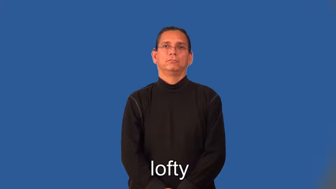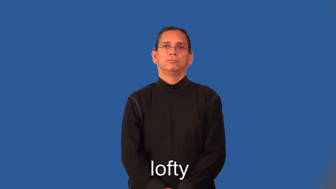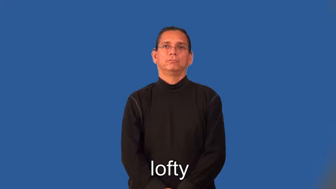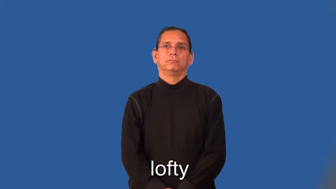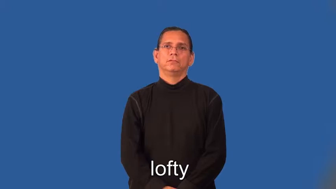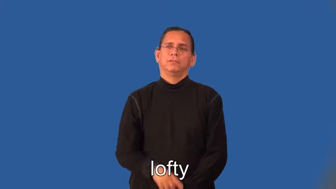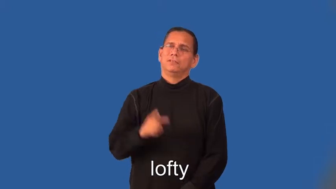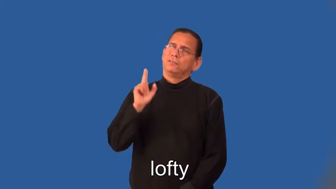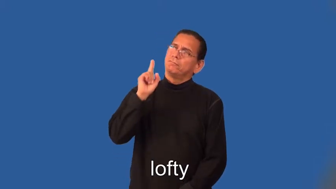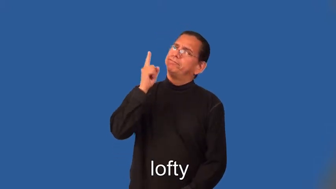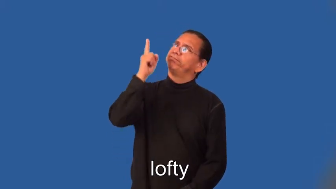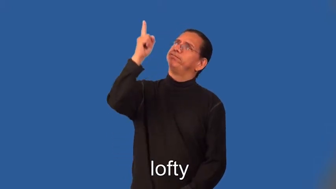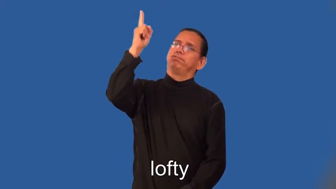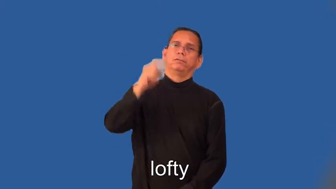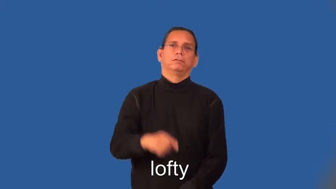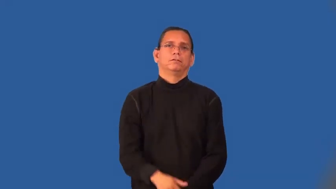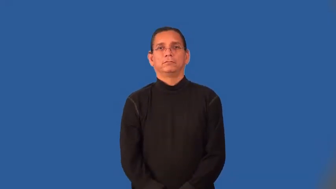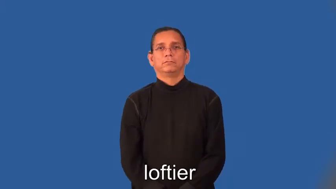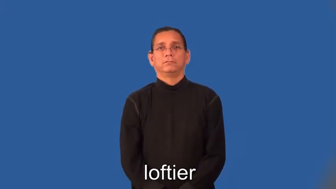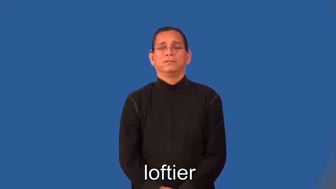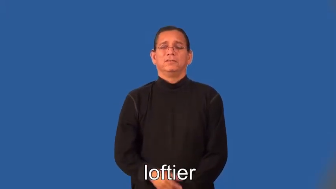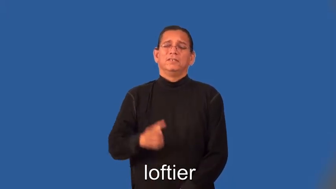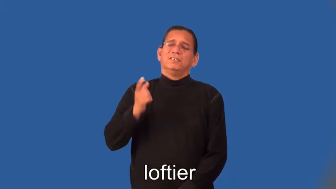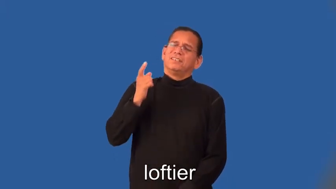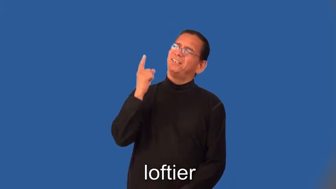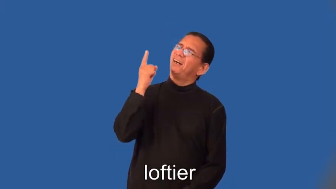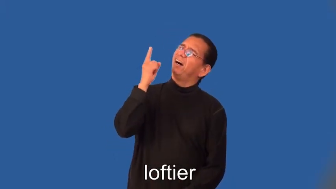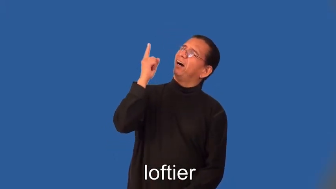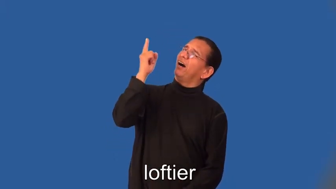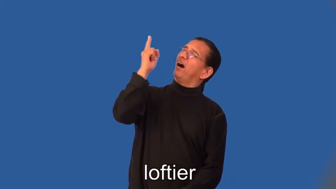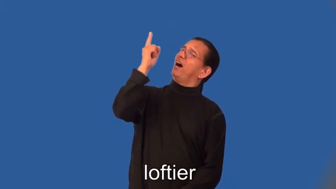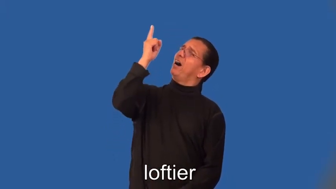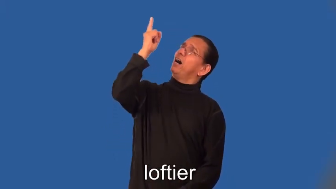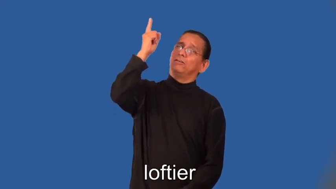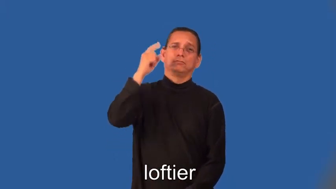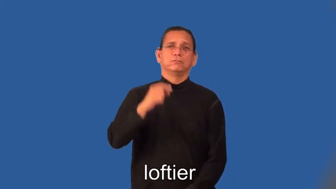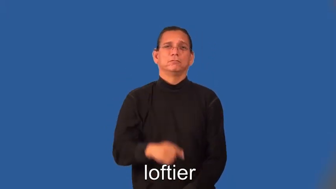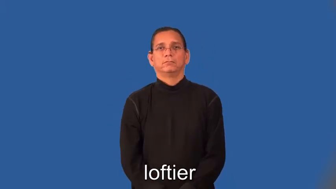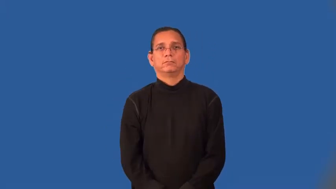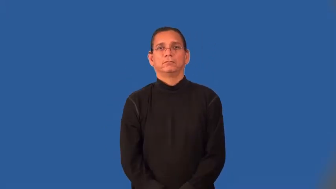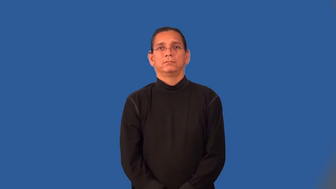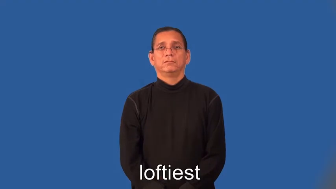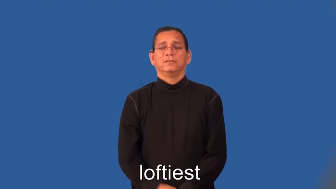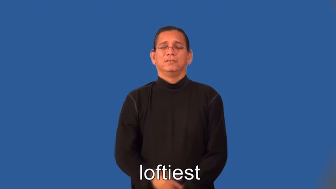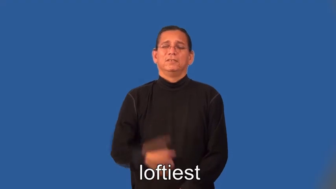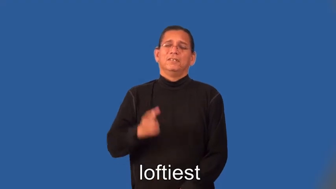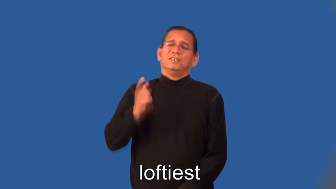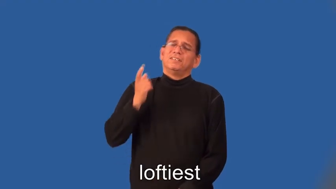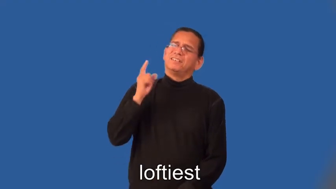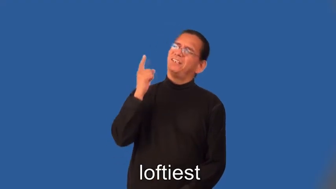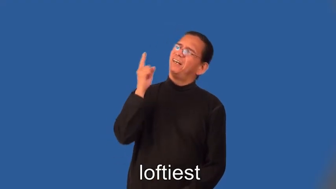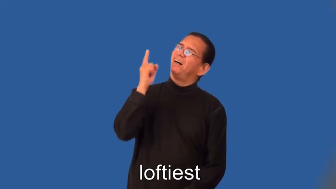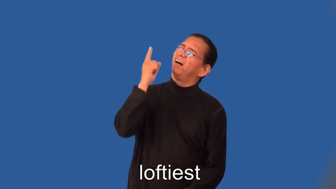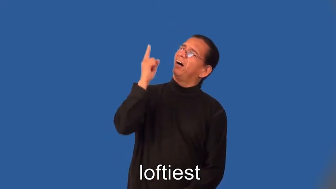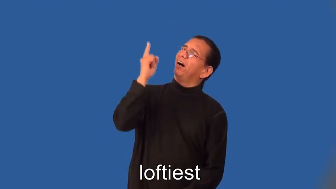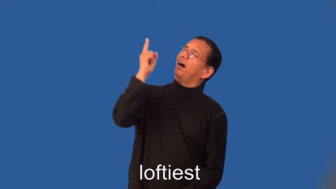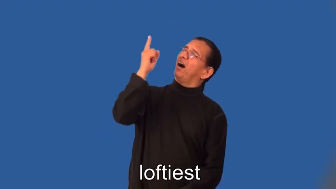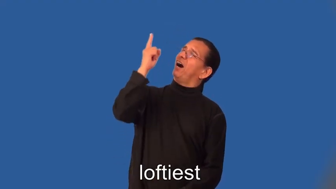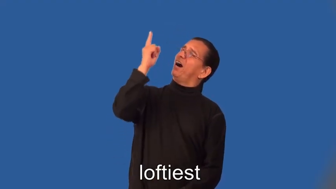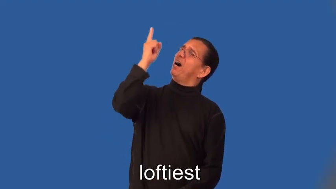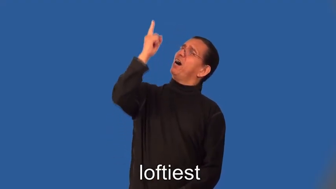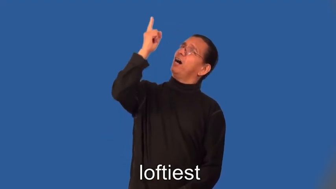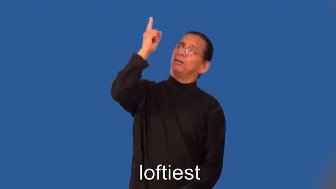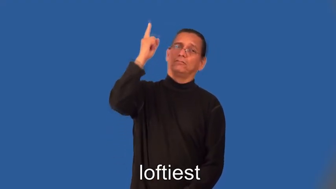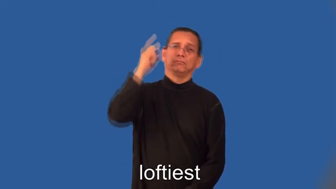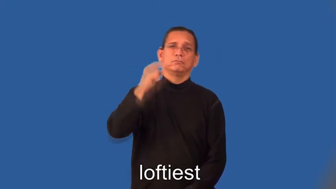loftier,loftiest